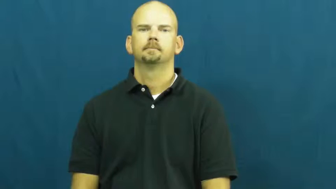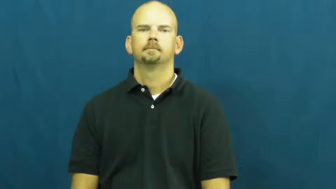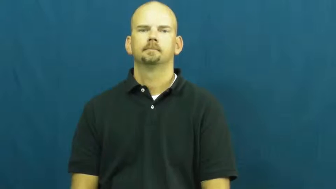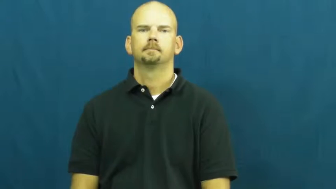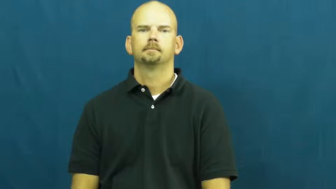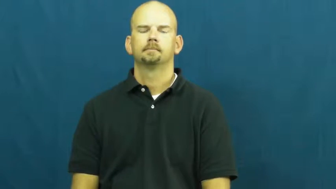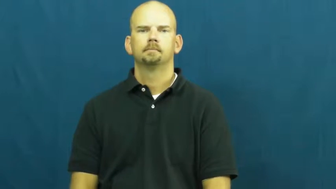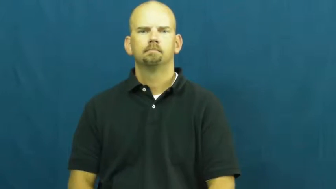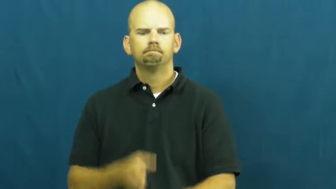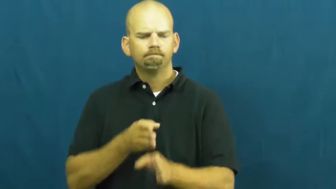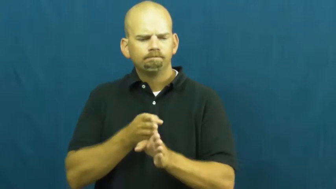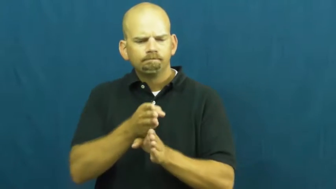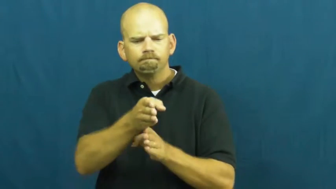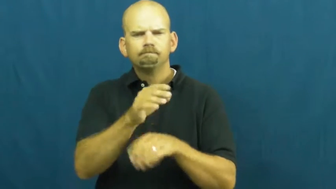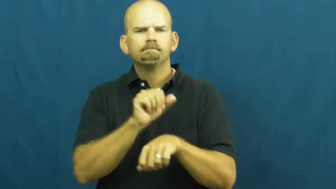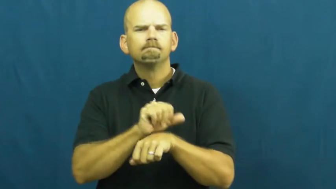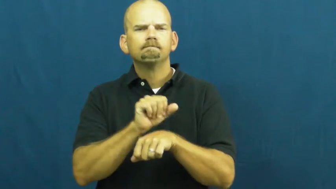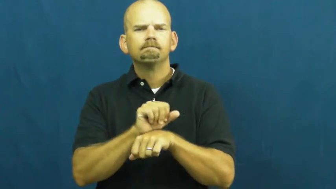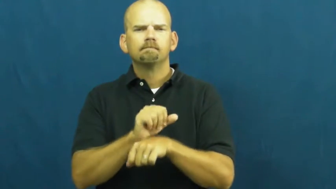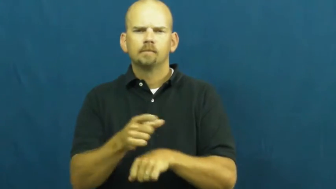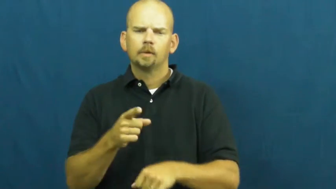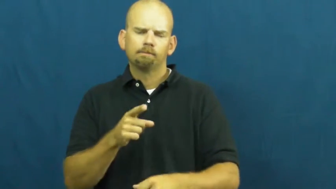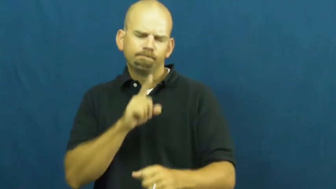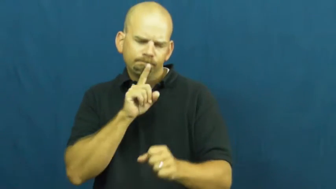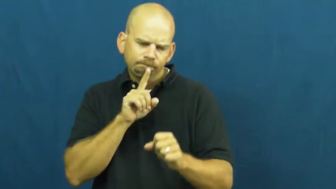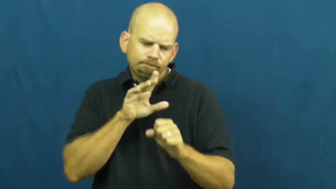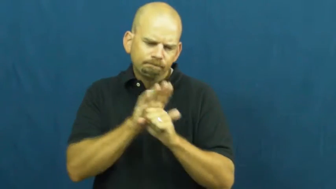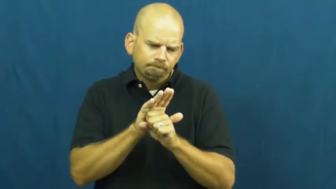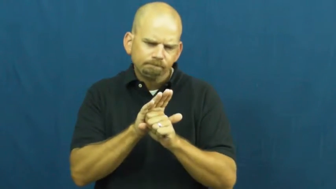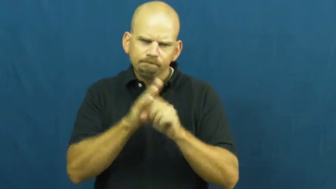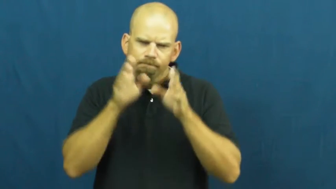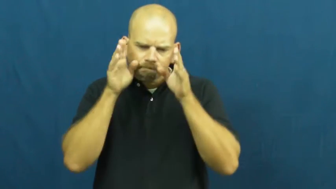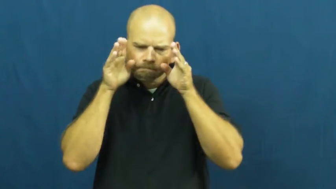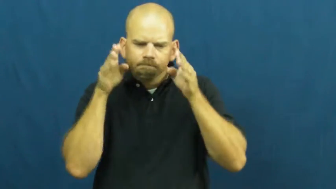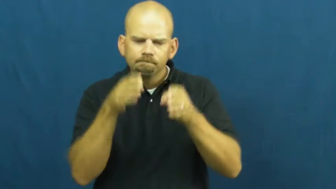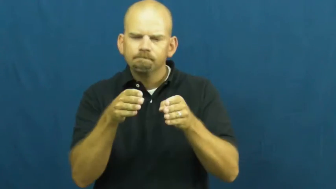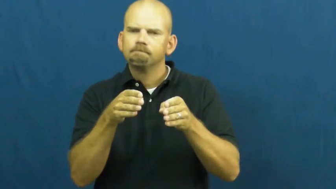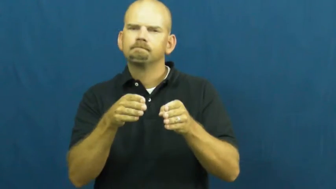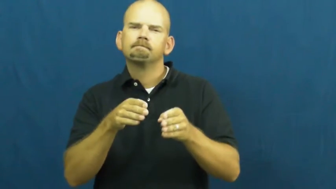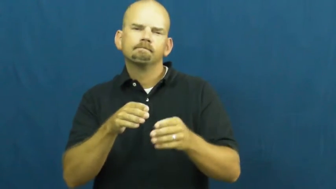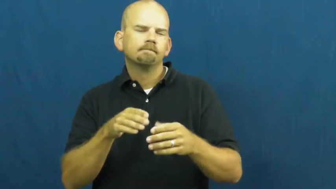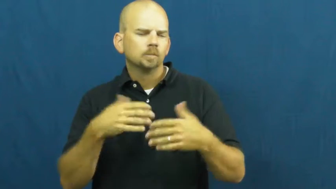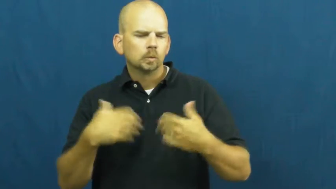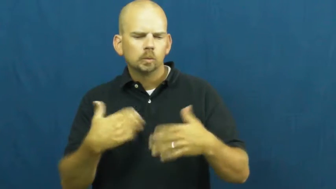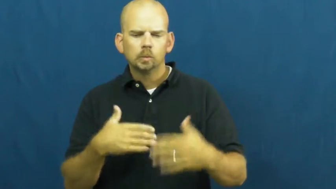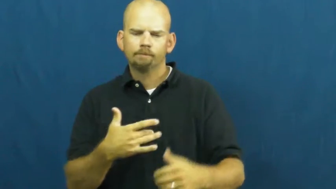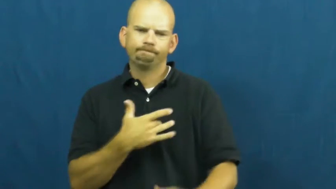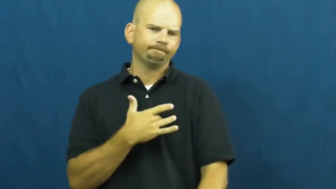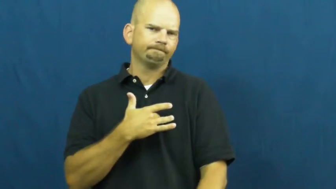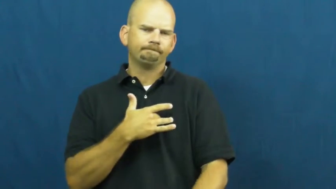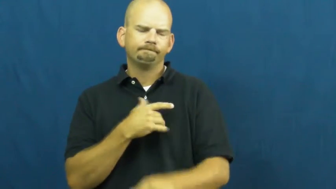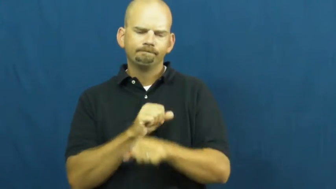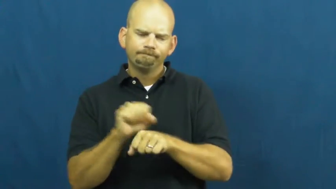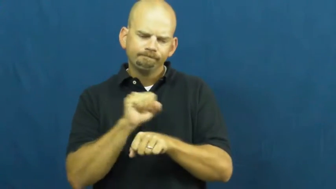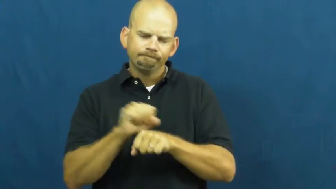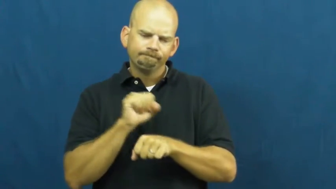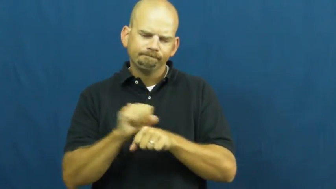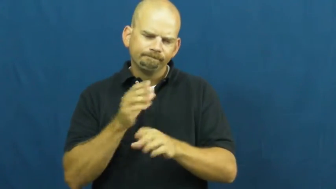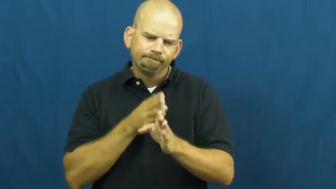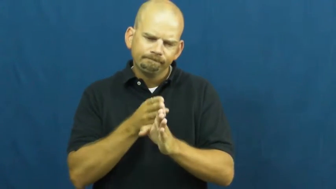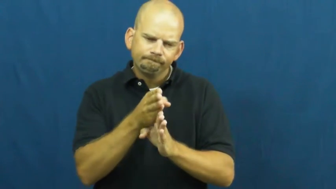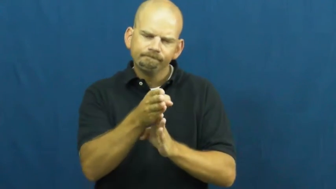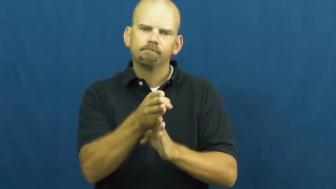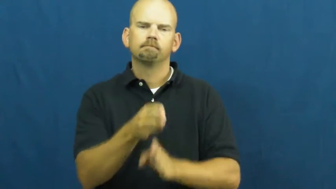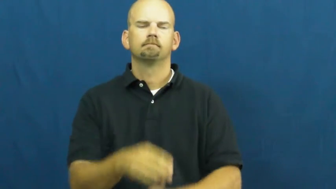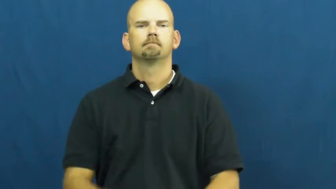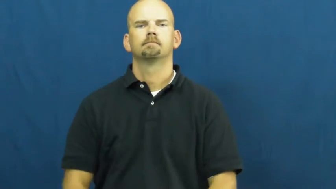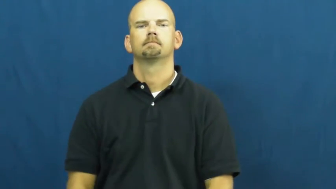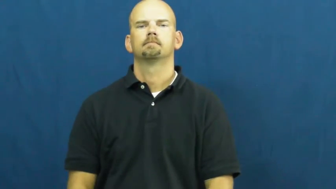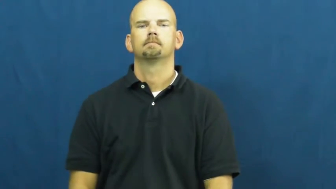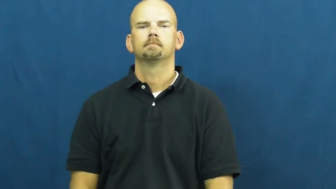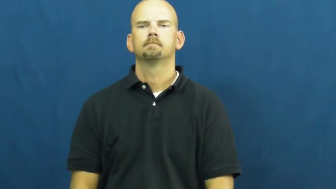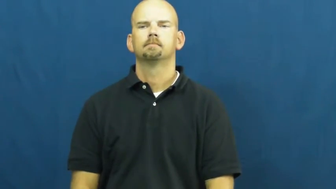vocation,calling